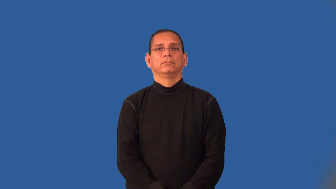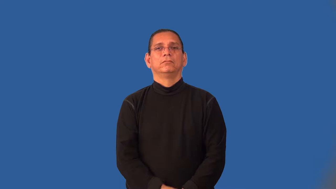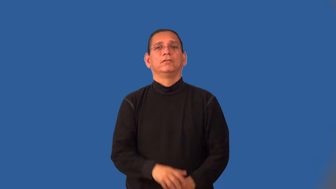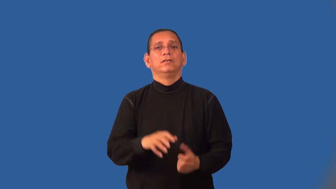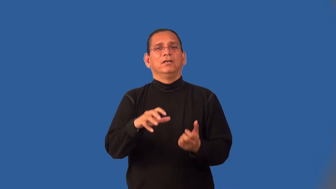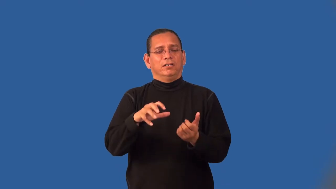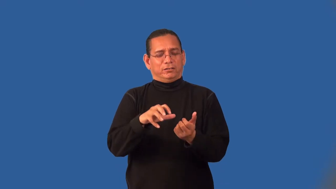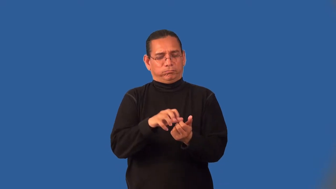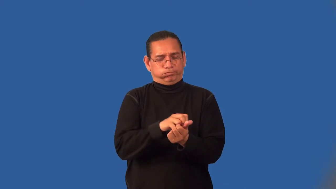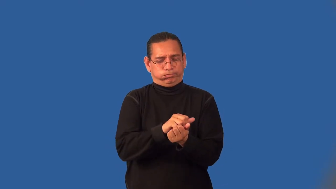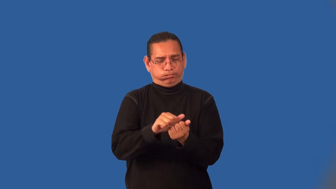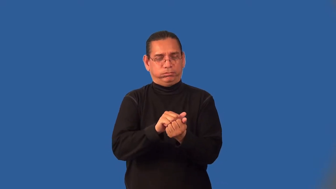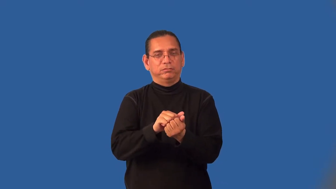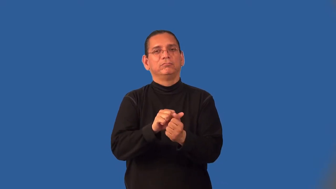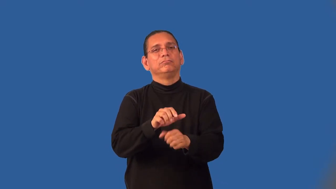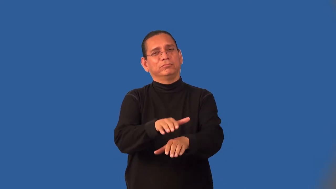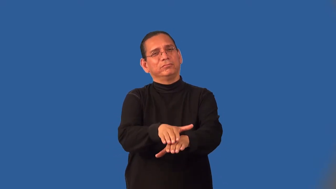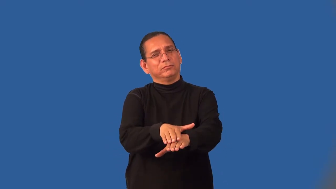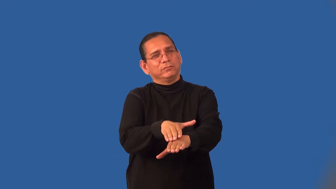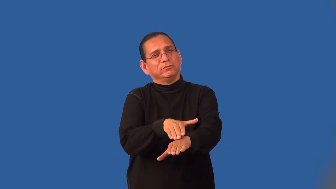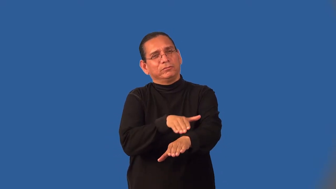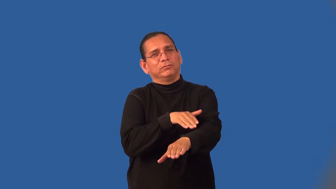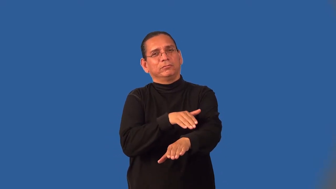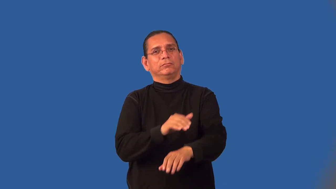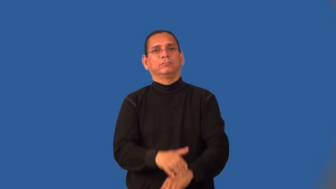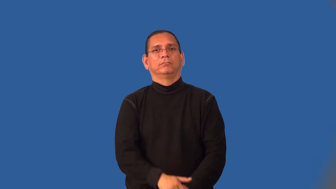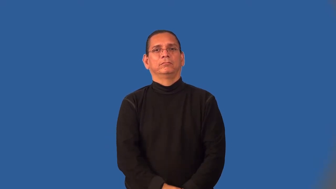insidious